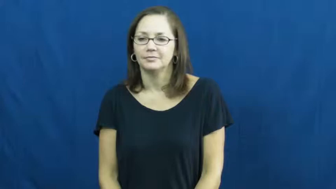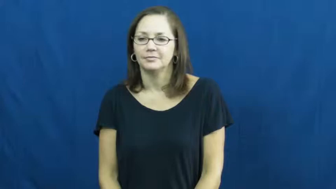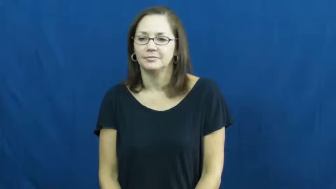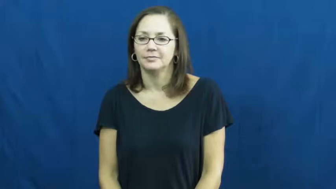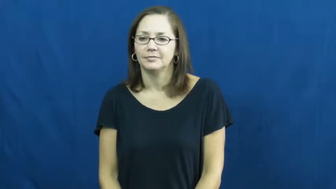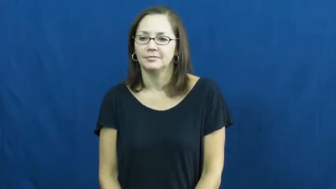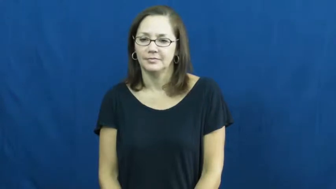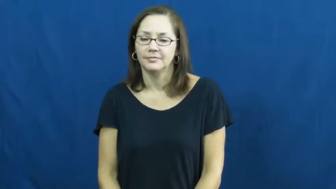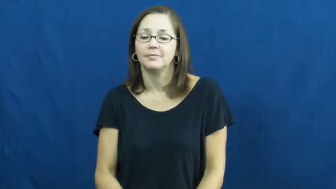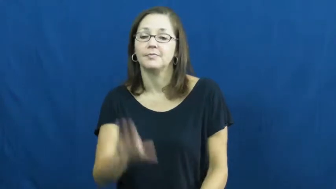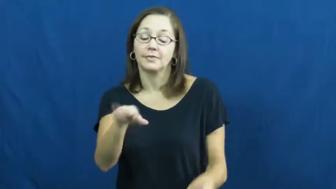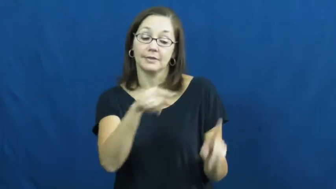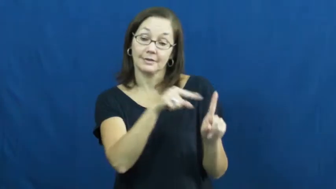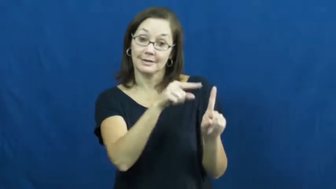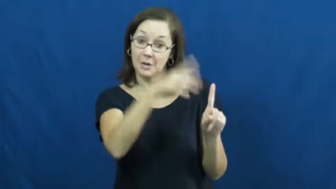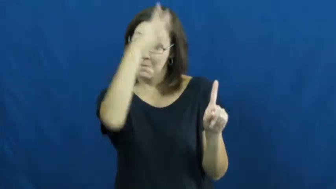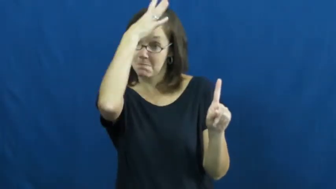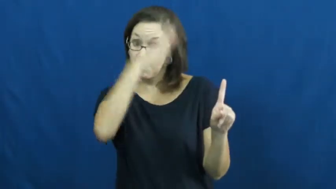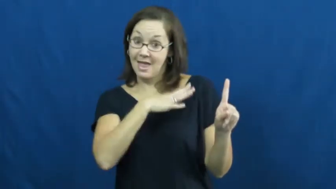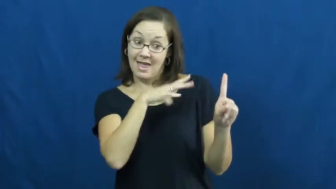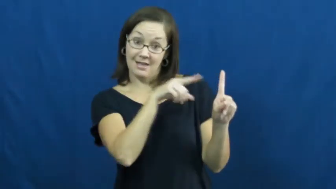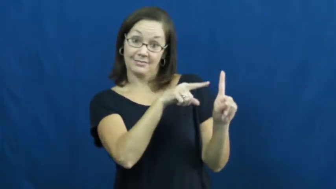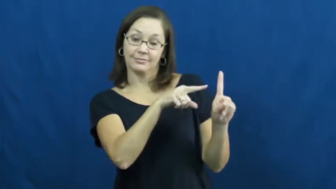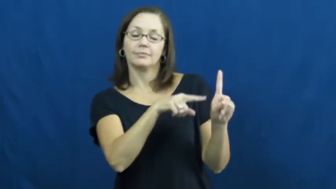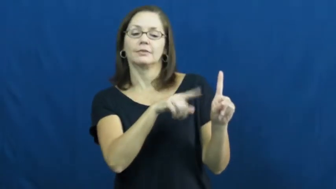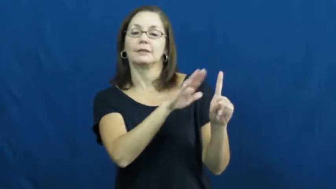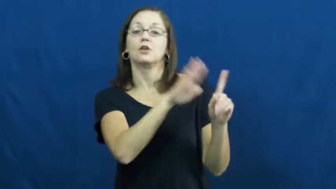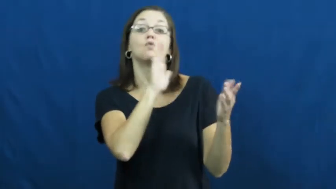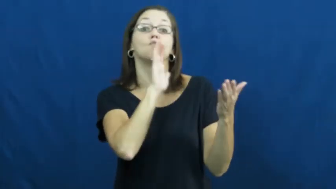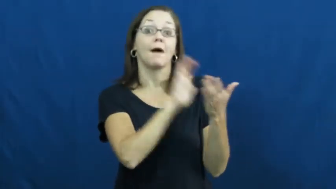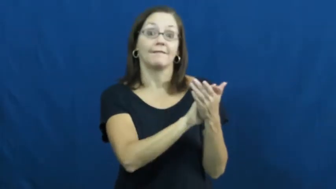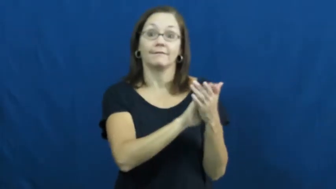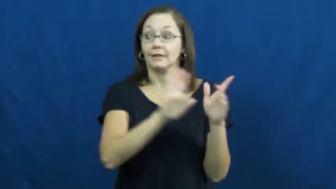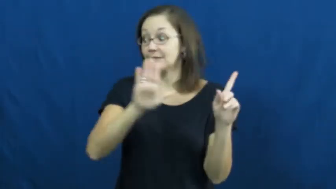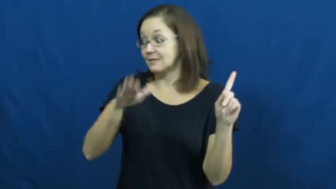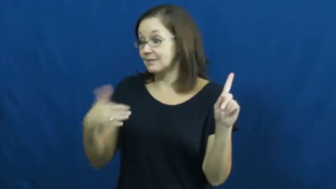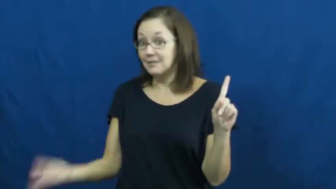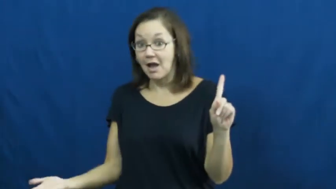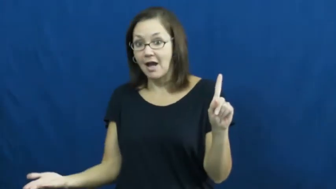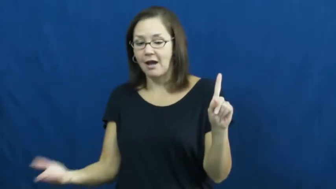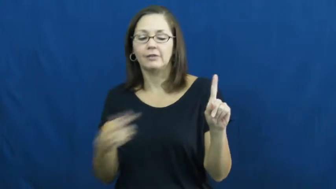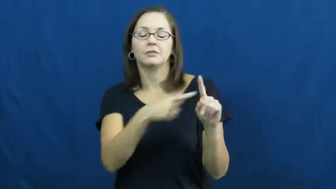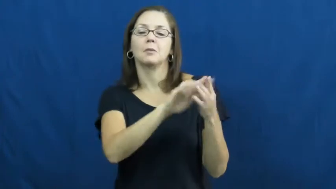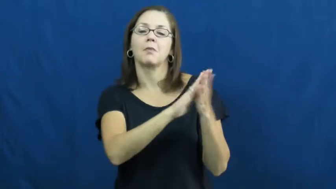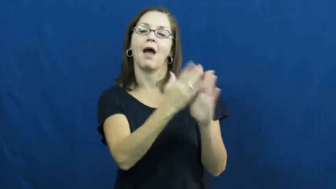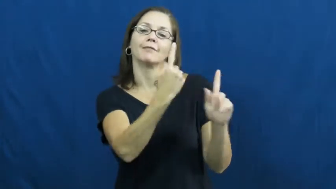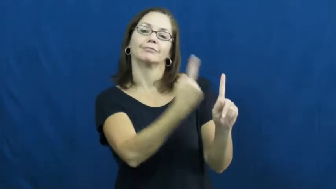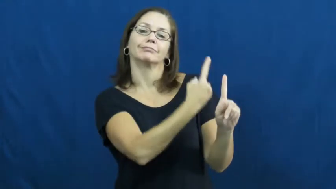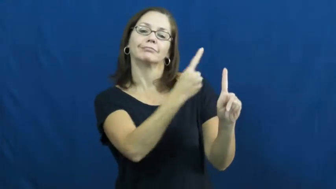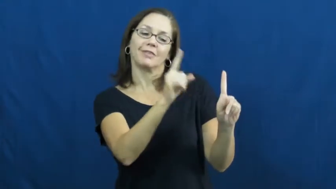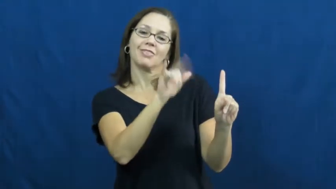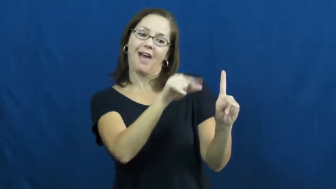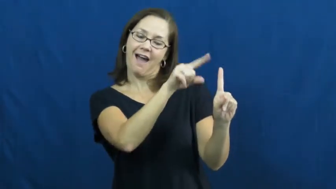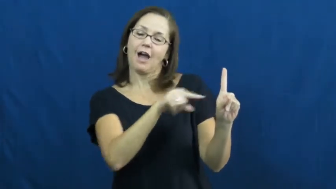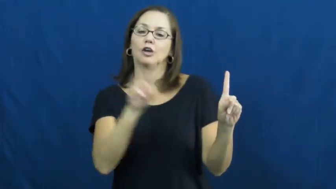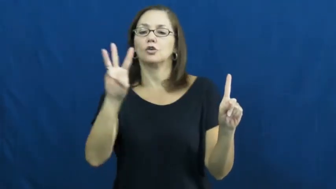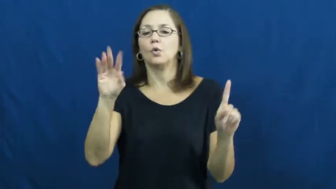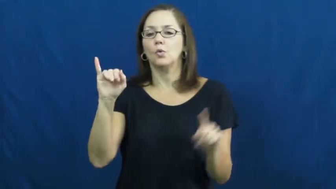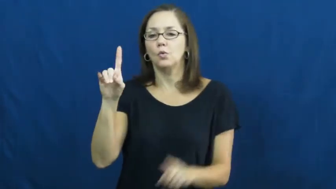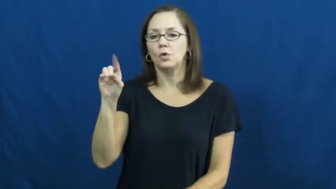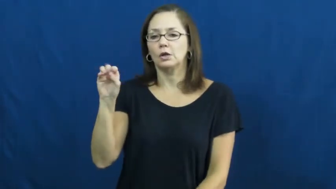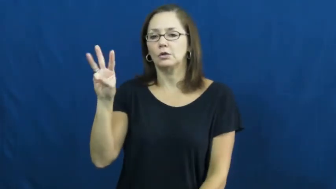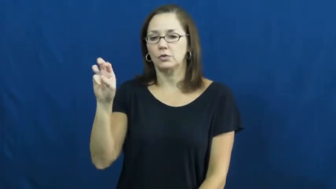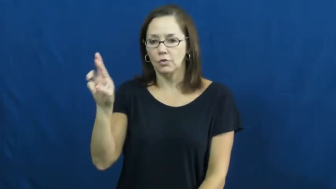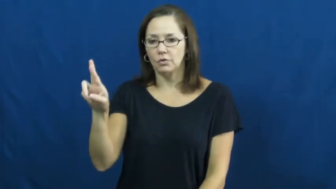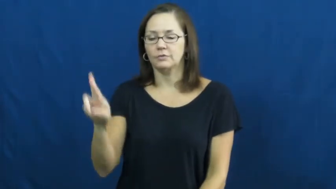widower